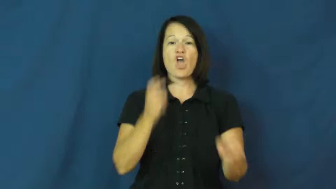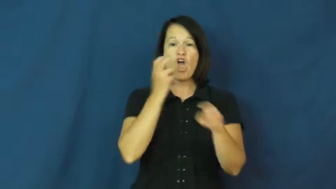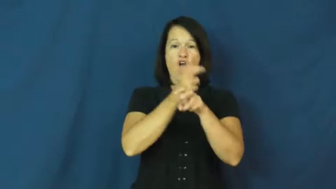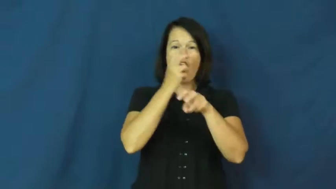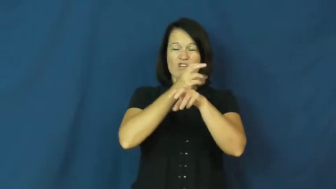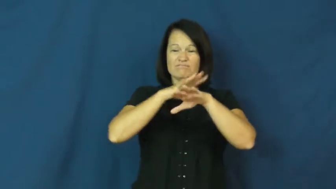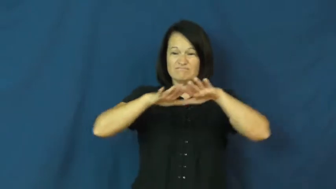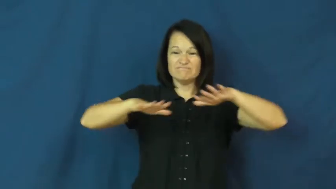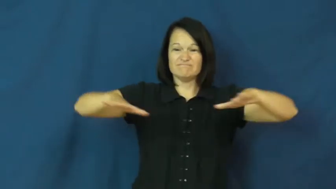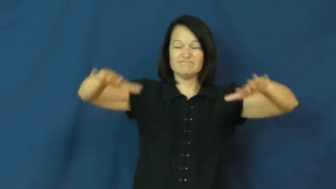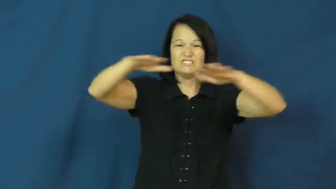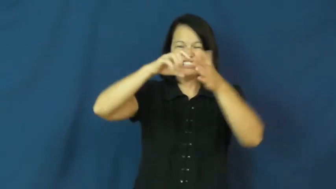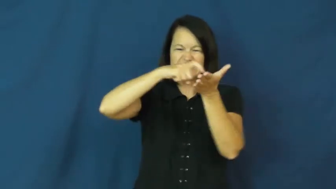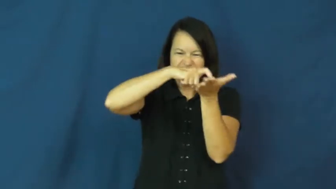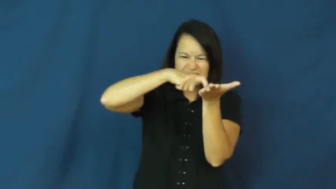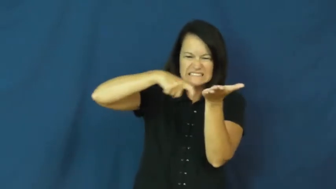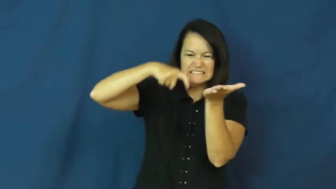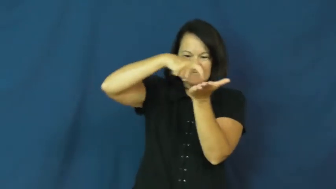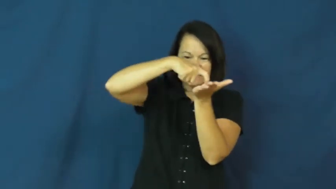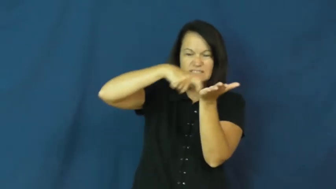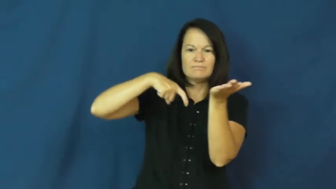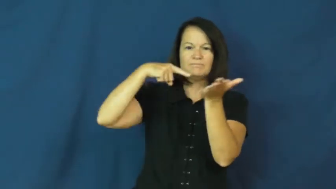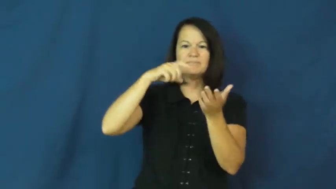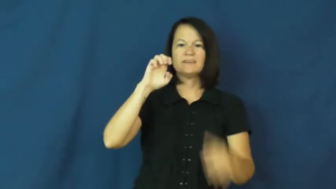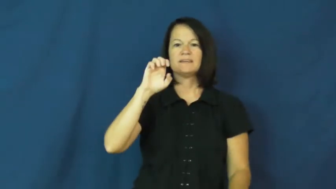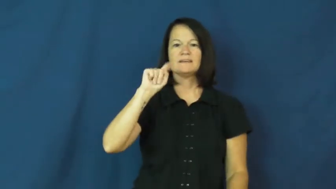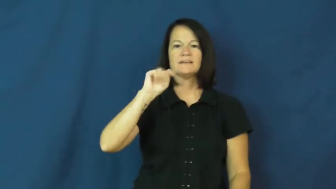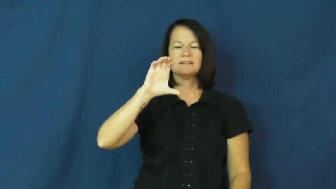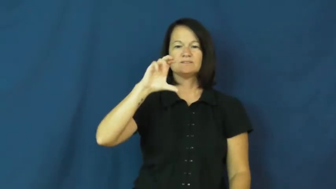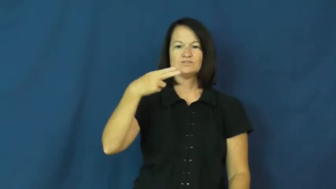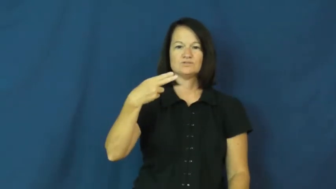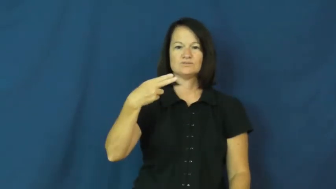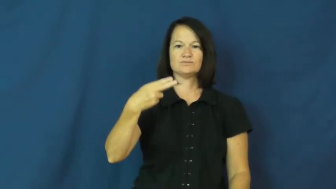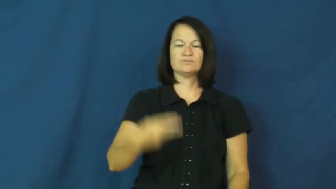etch,describe,graven